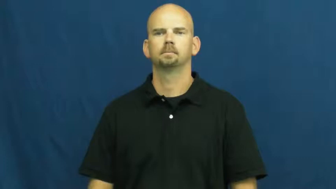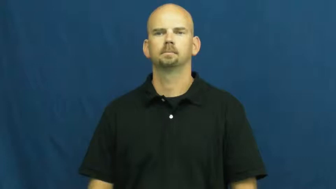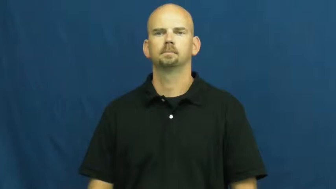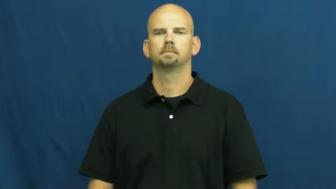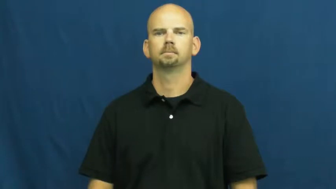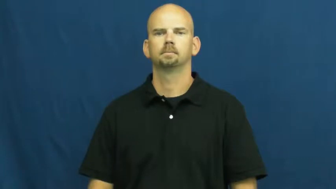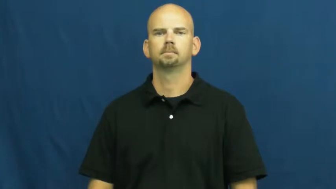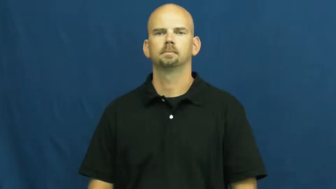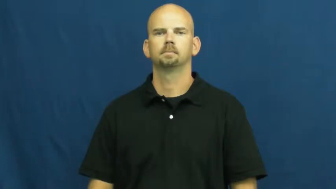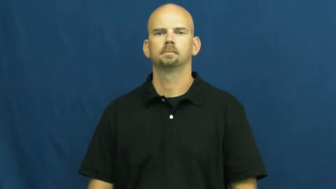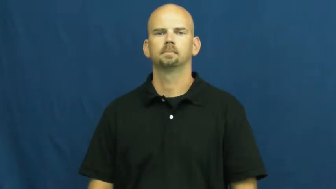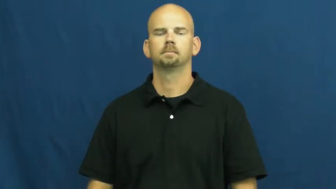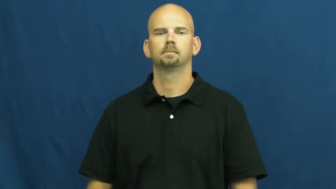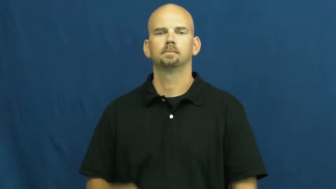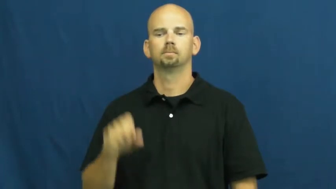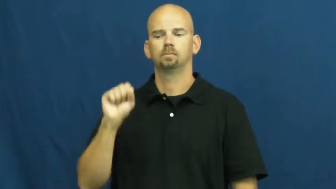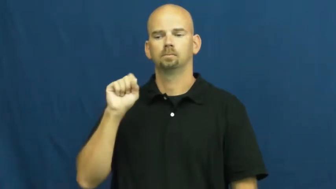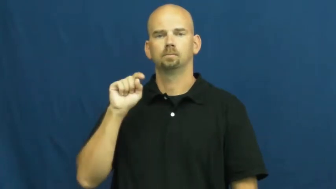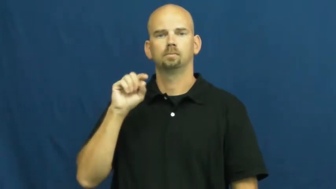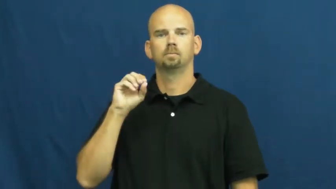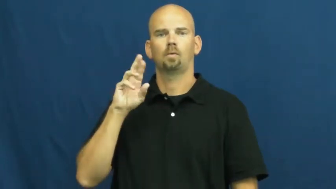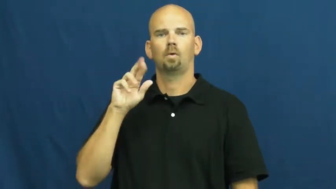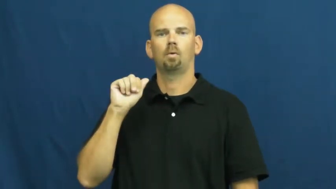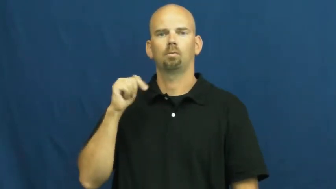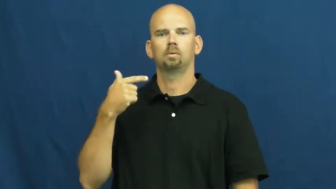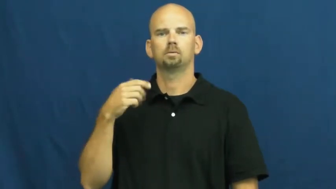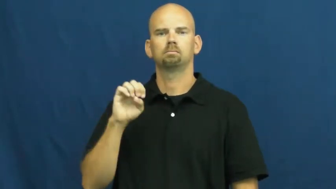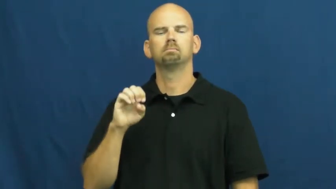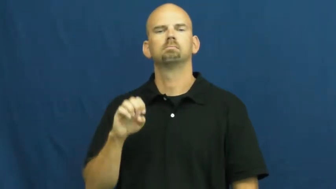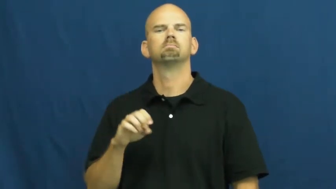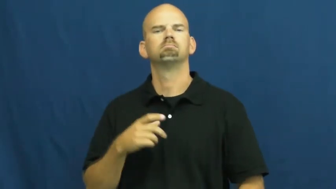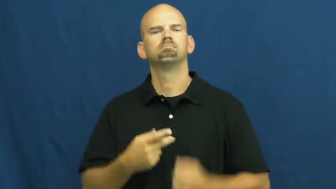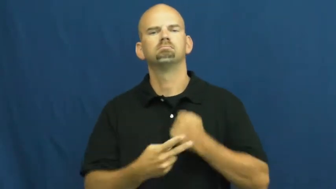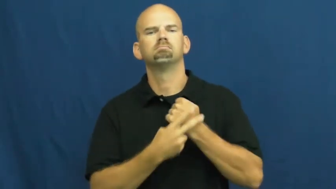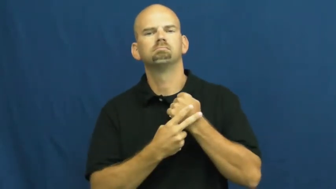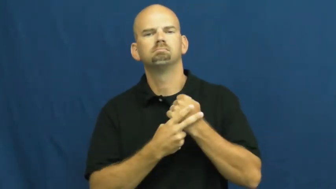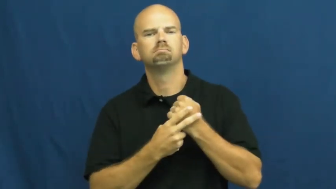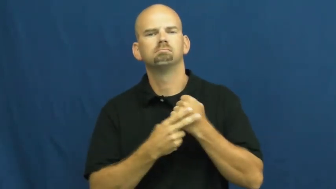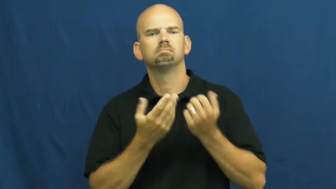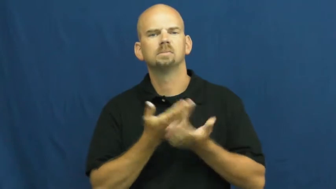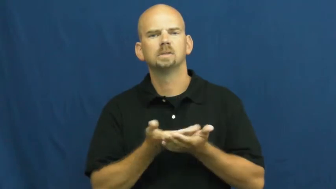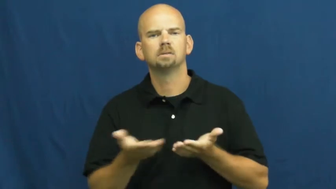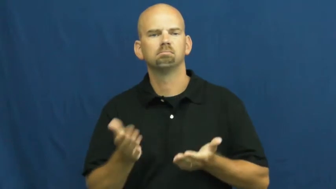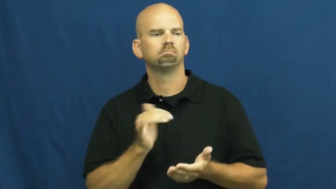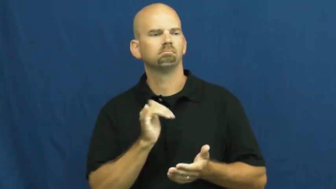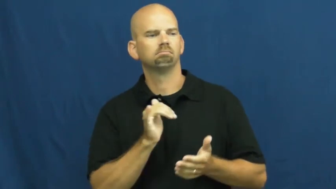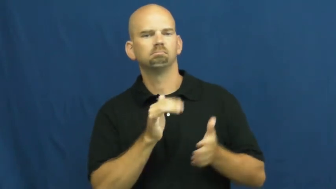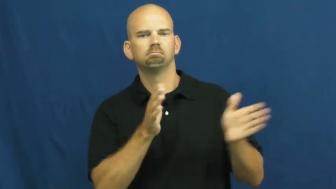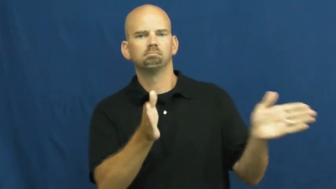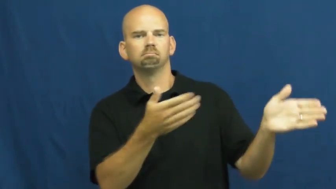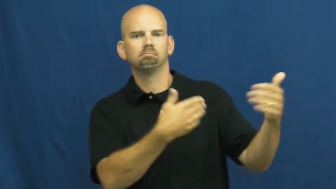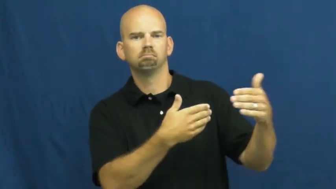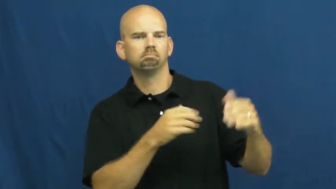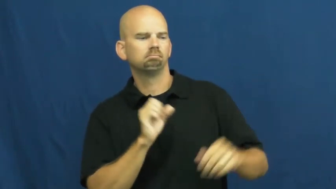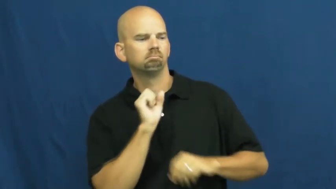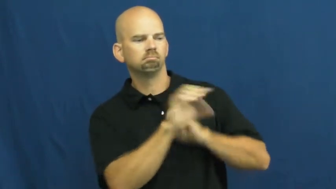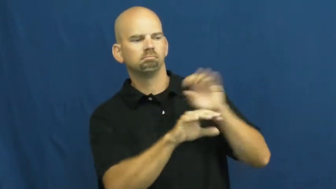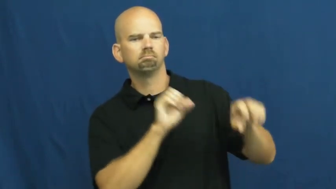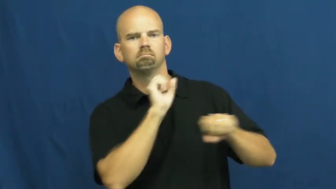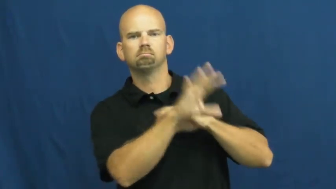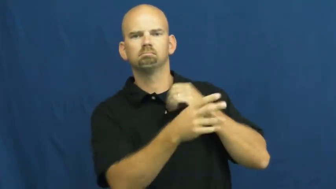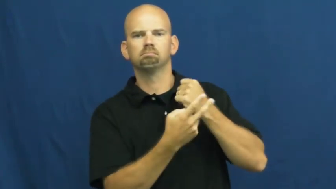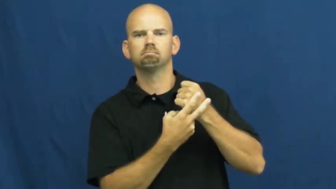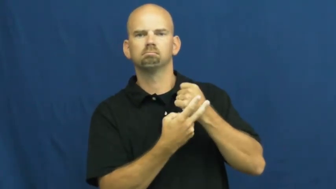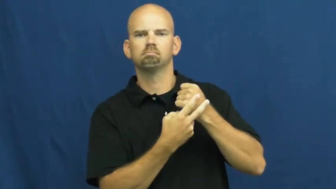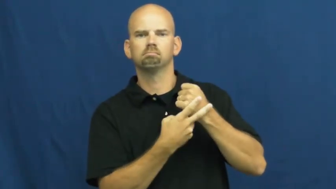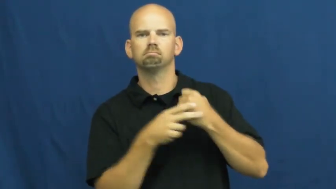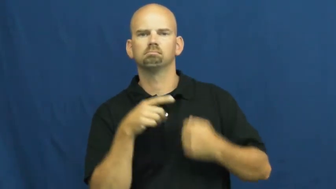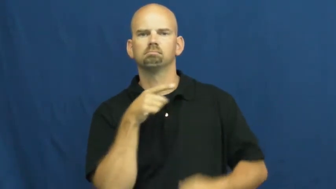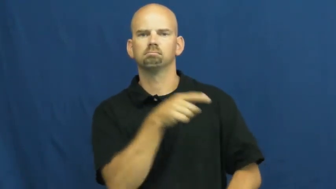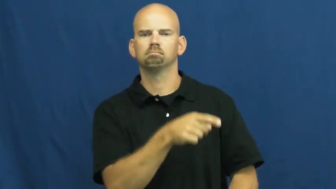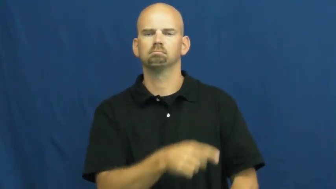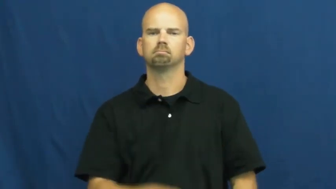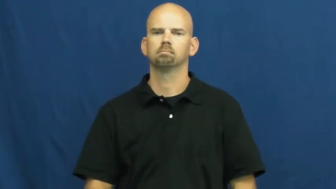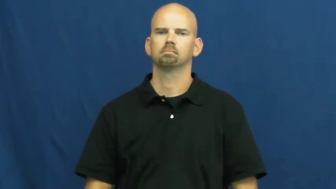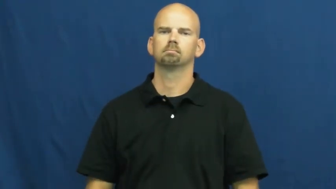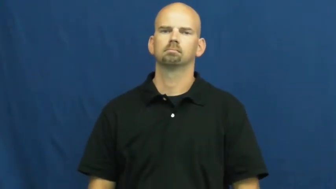storage